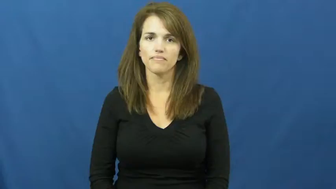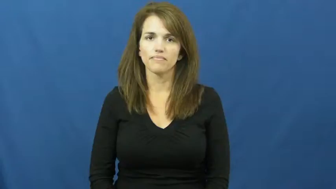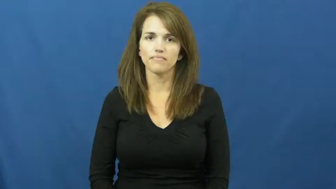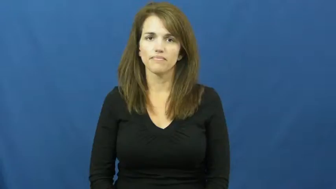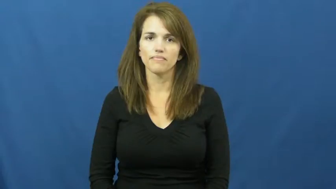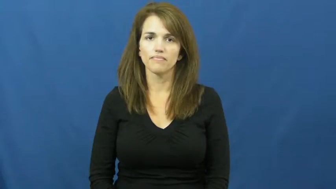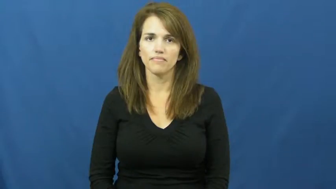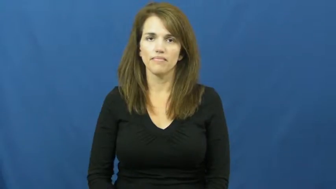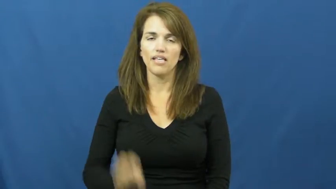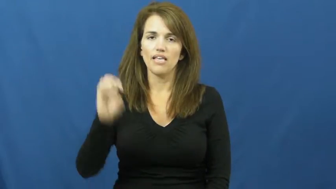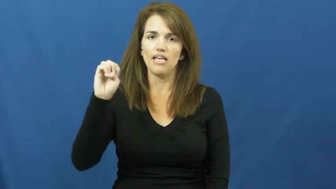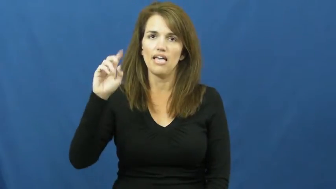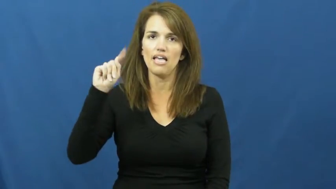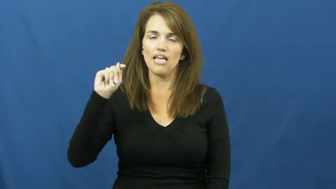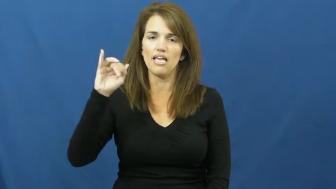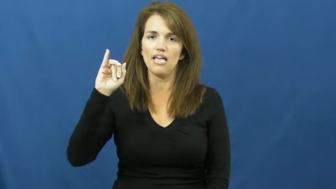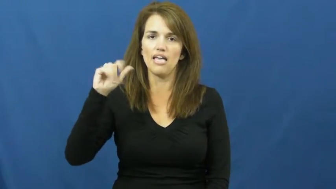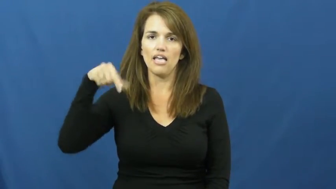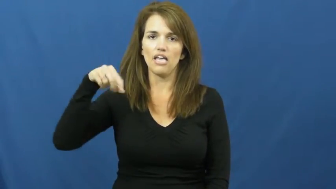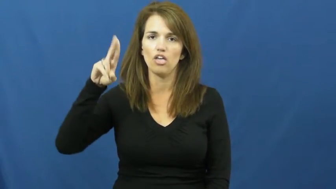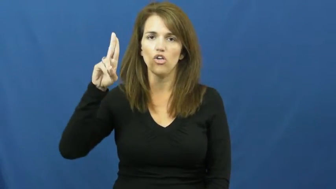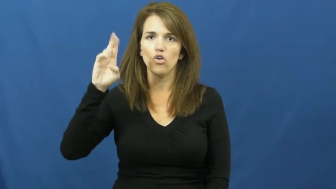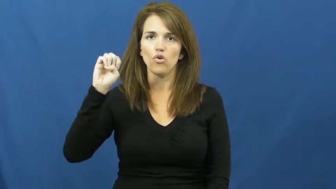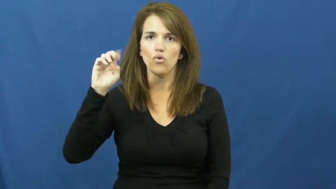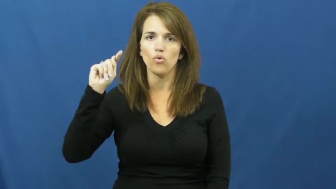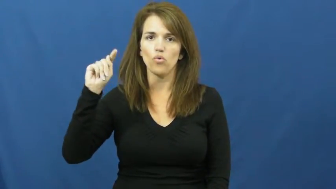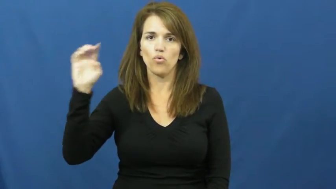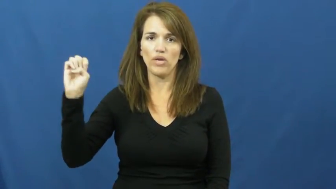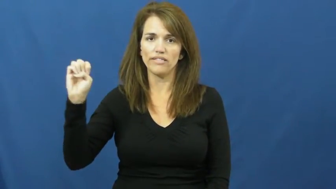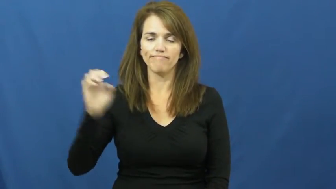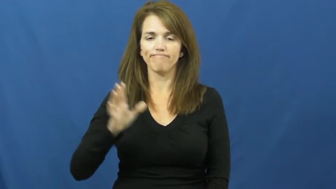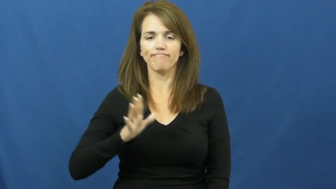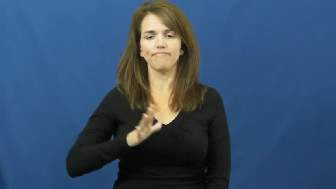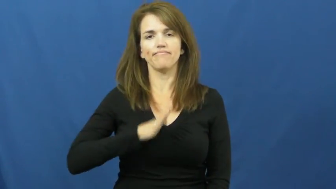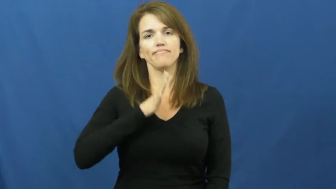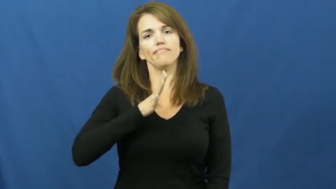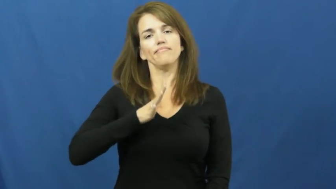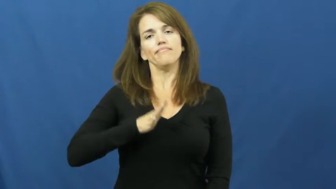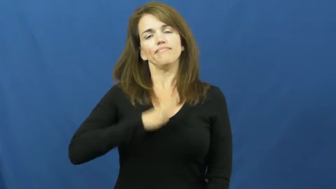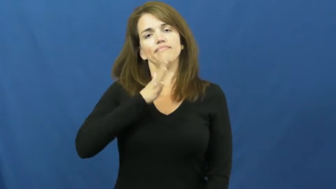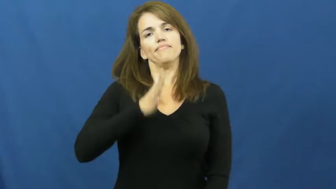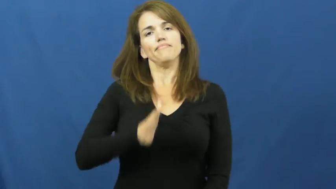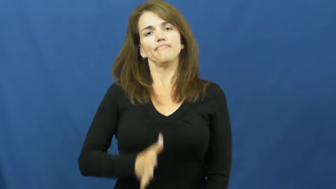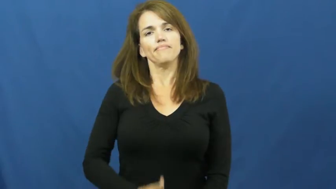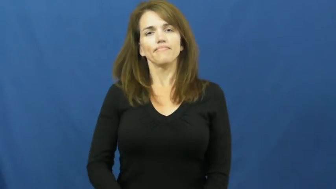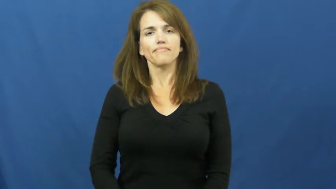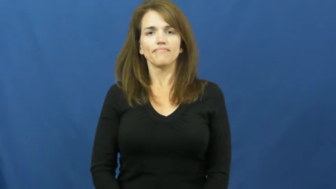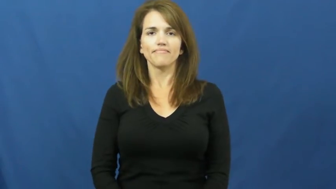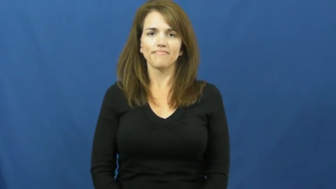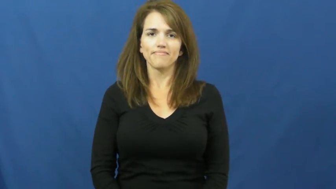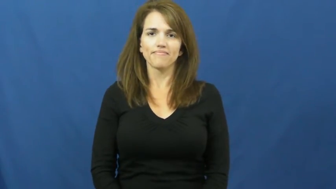etiquette